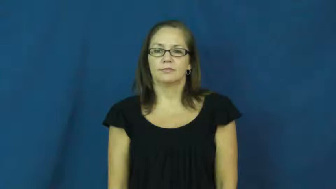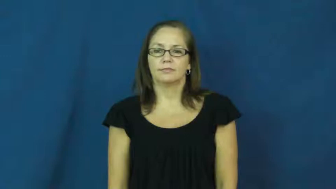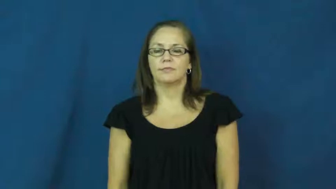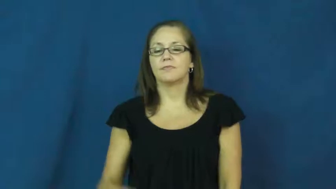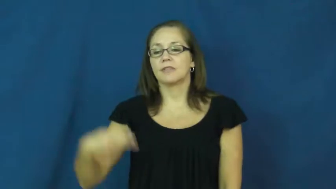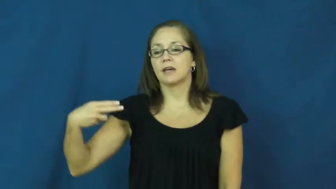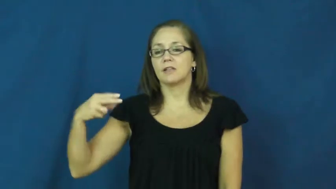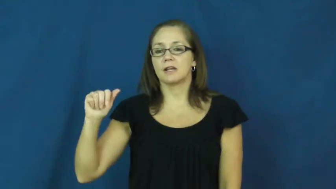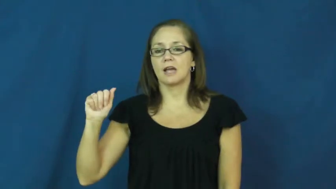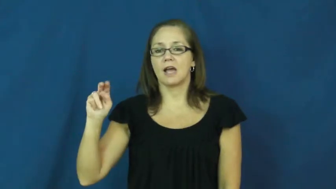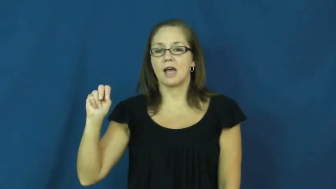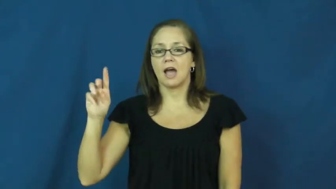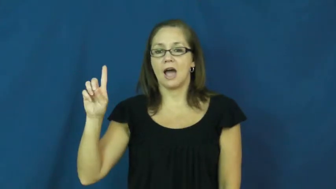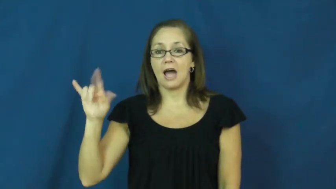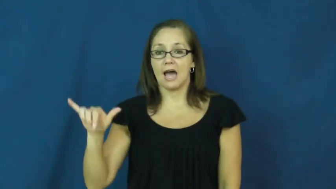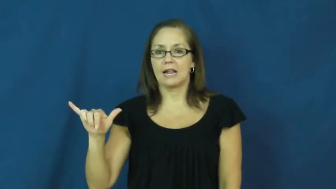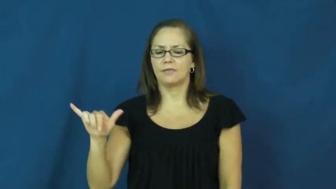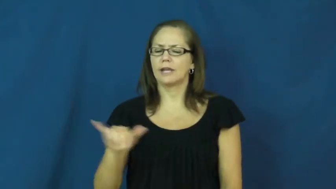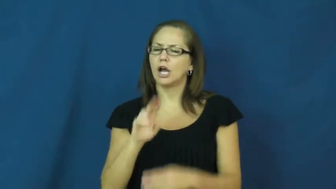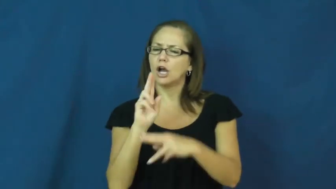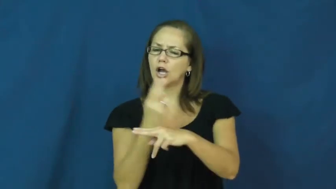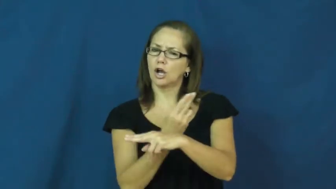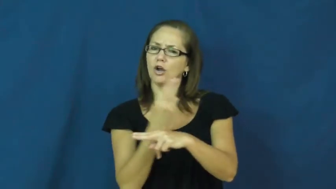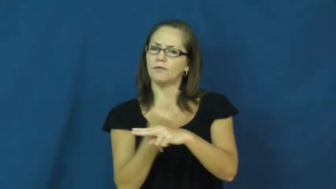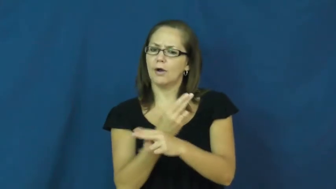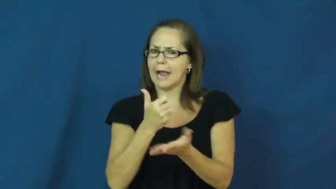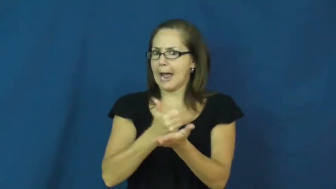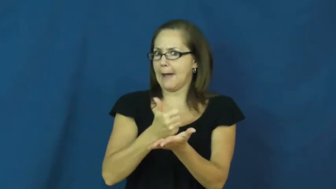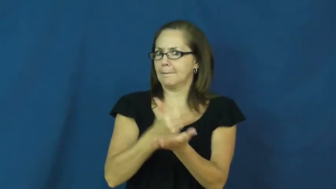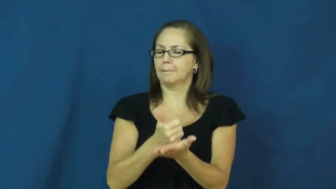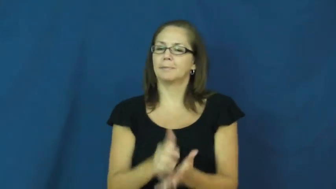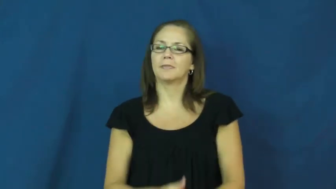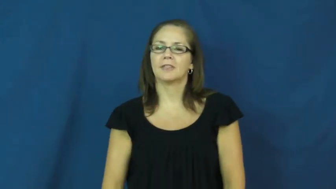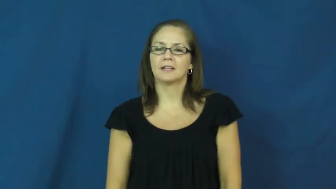handy-useful